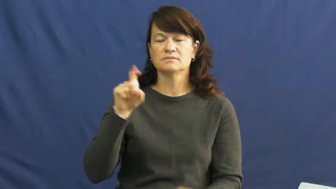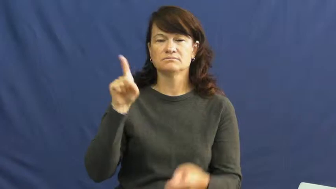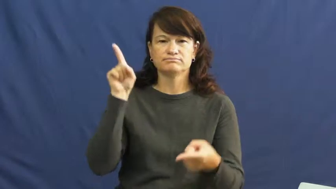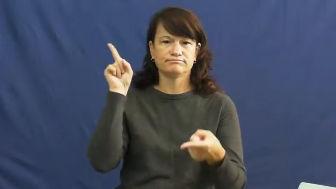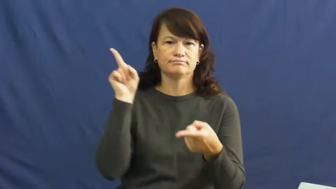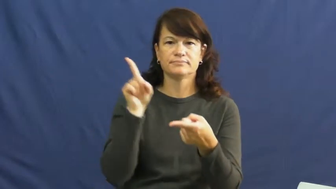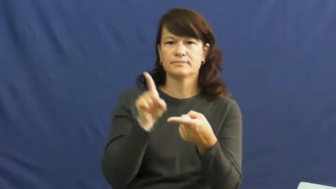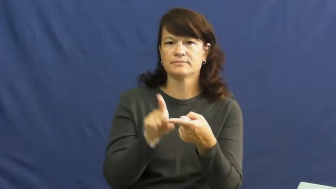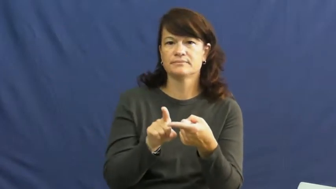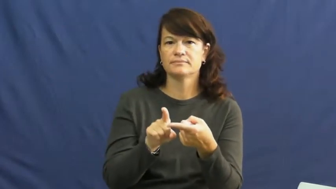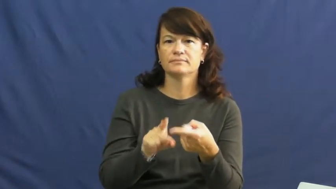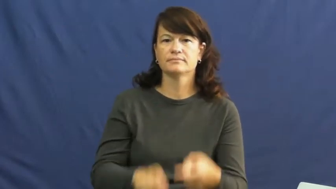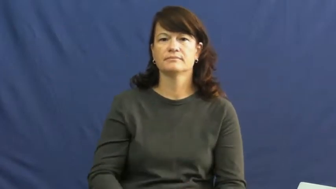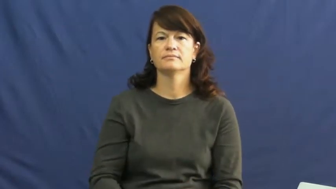scale back